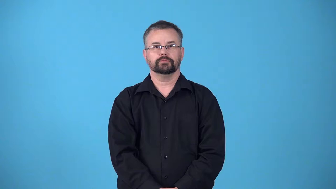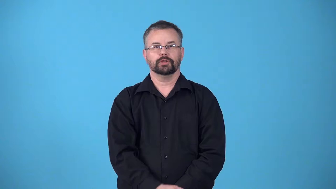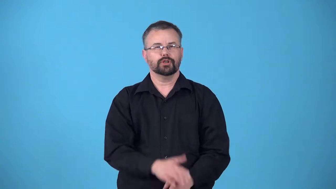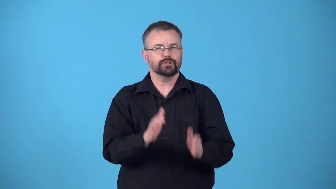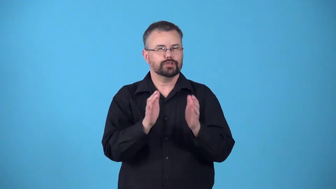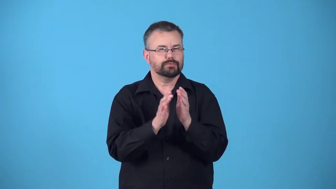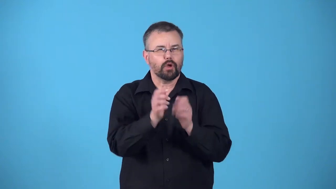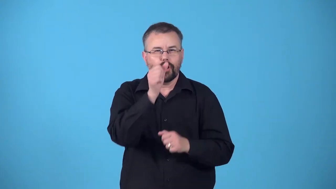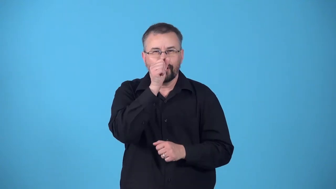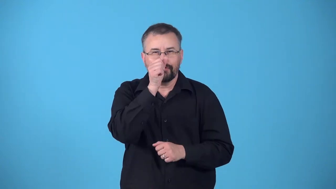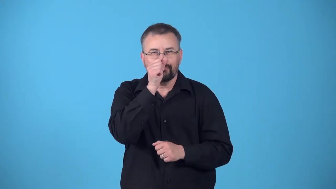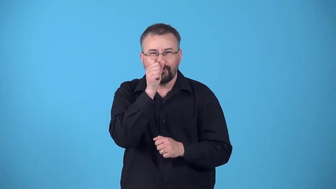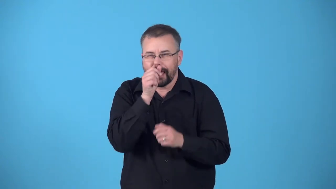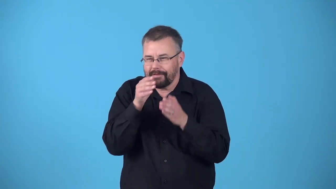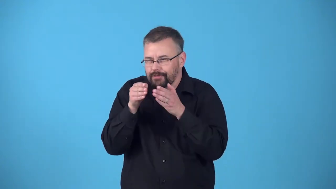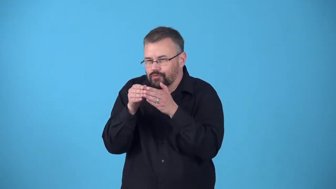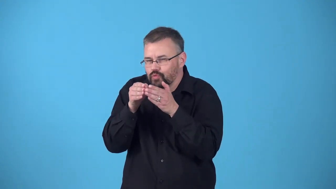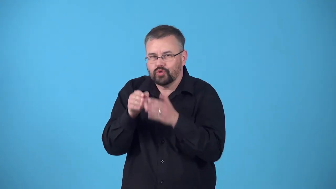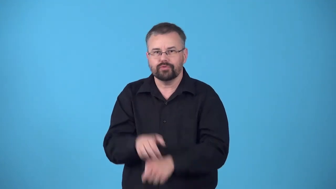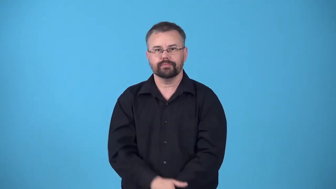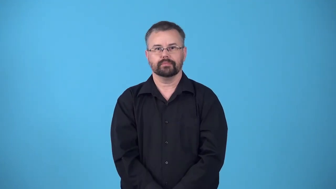nook